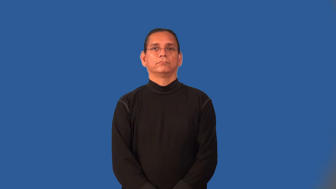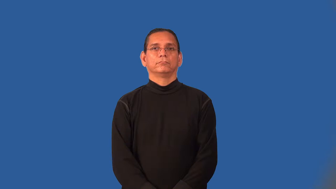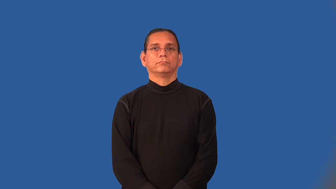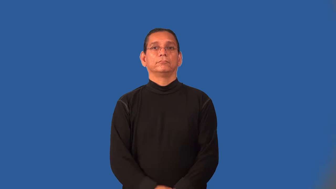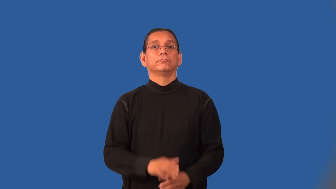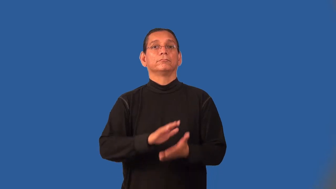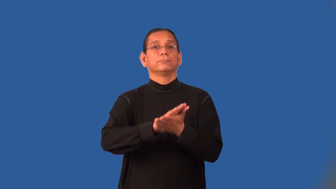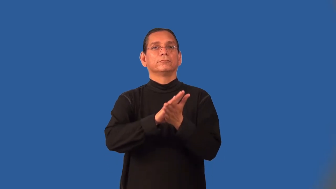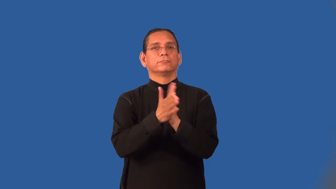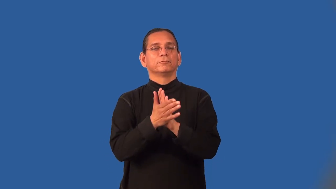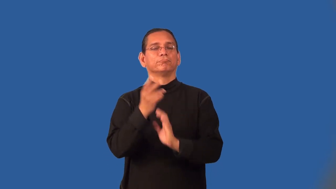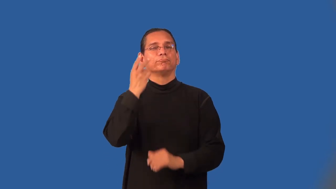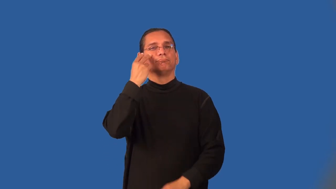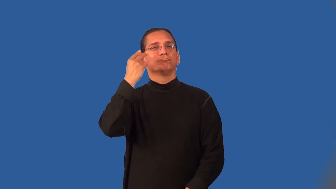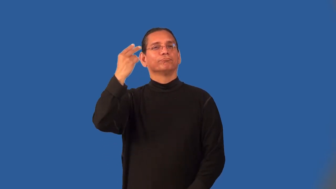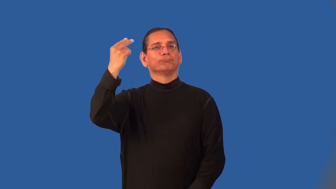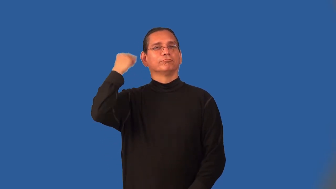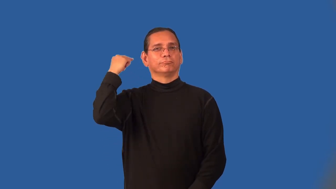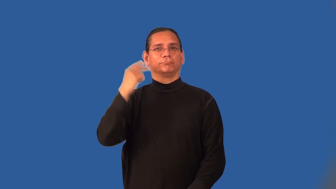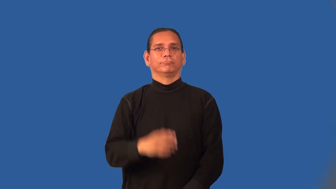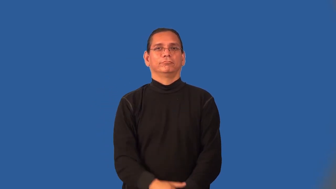memorialize